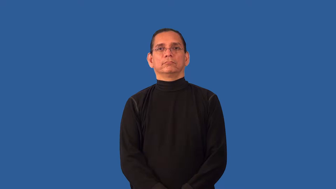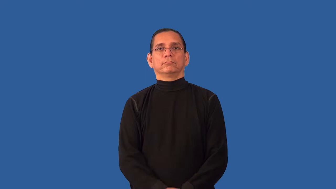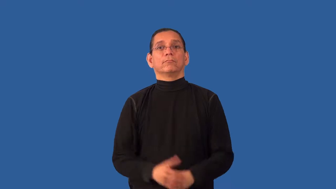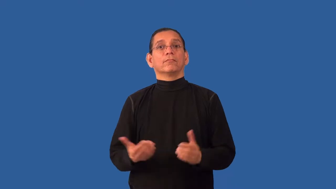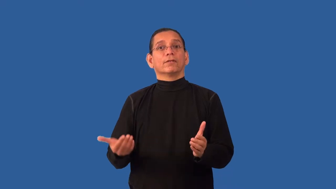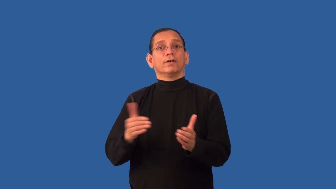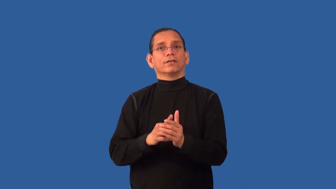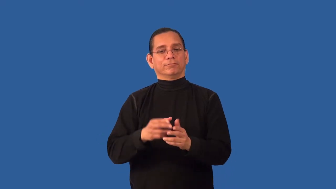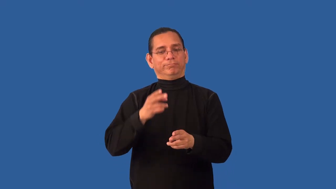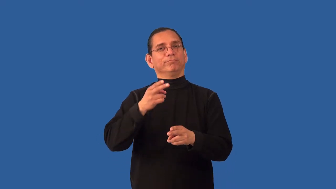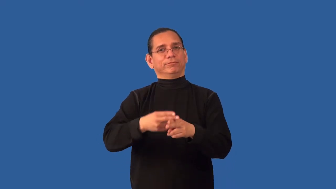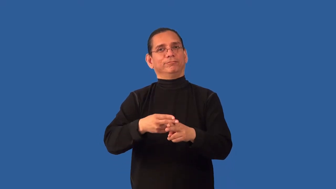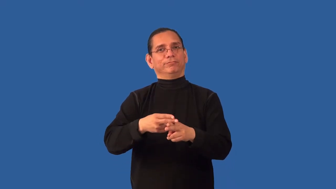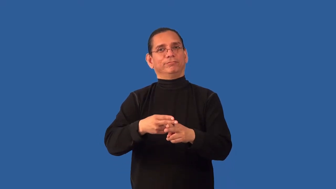rename